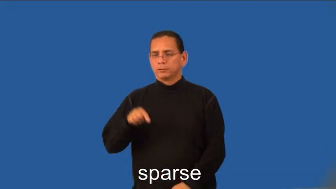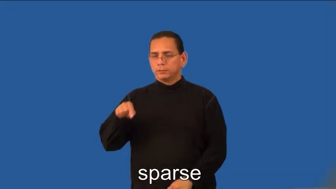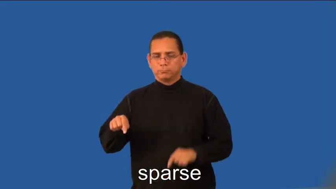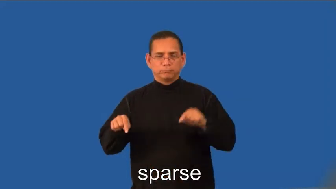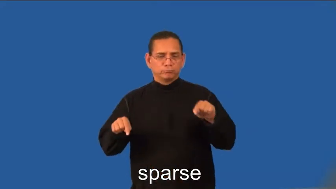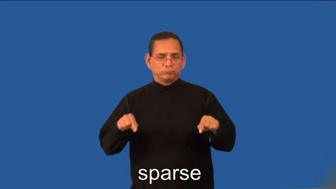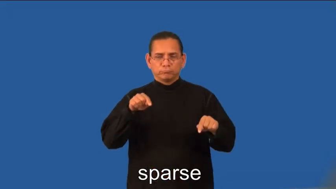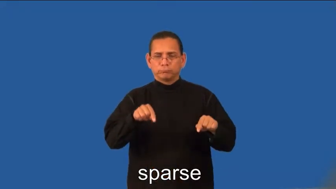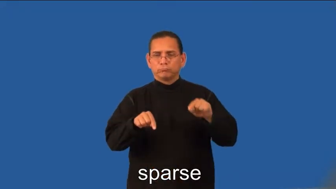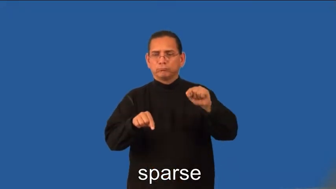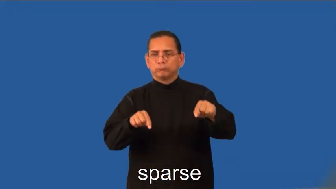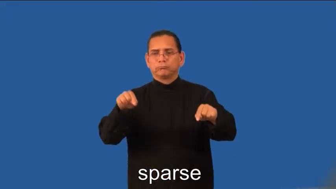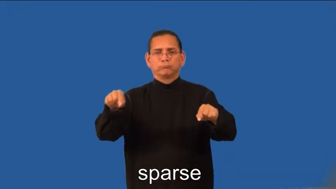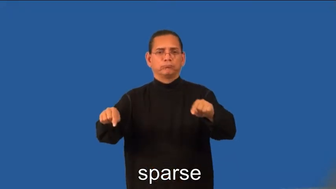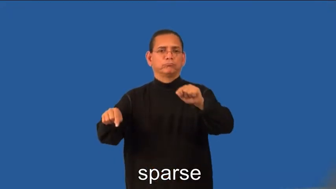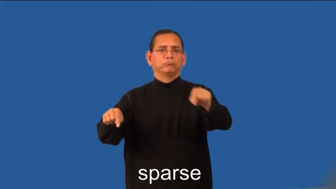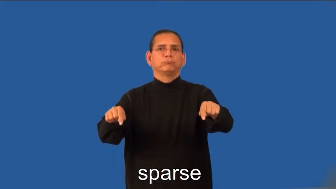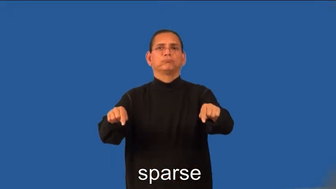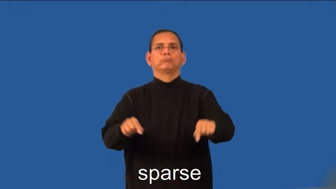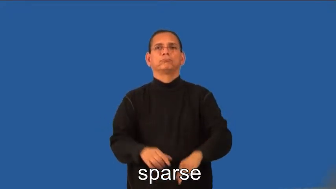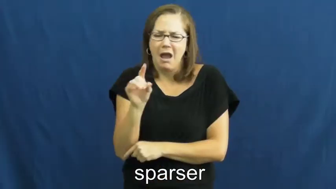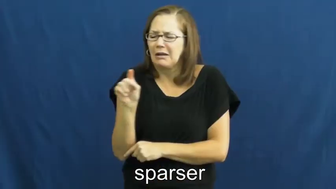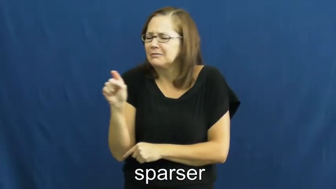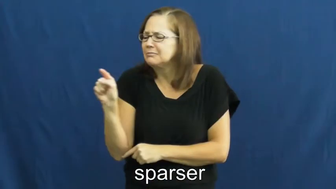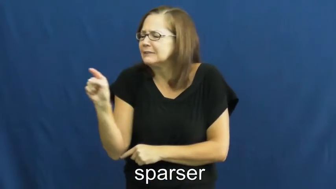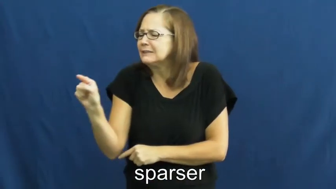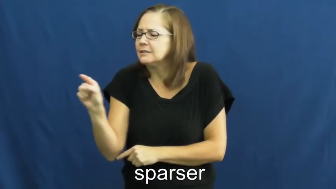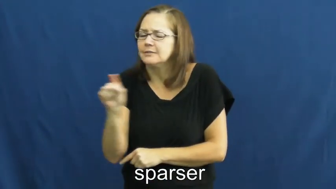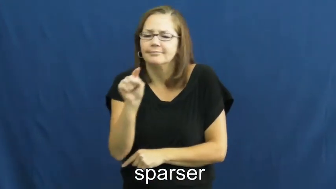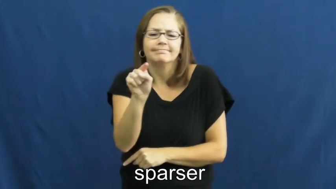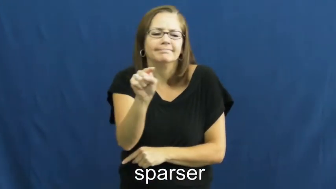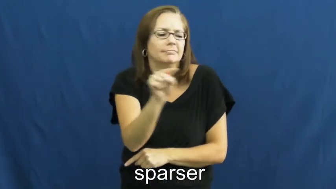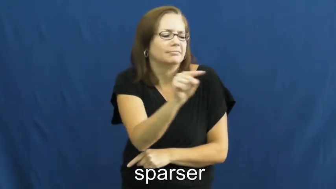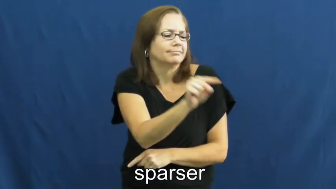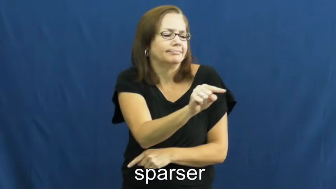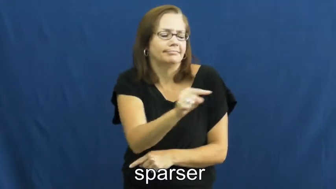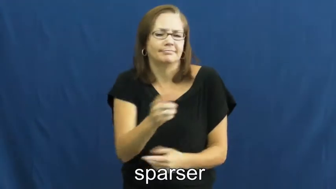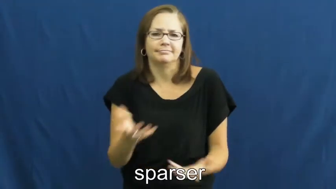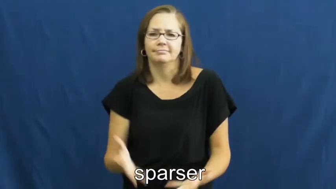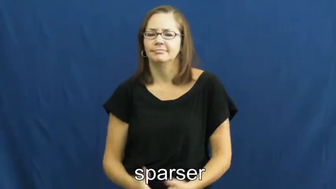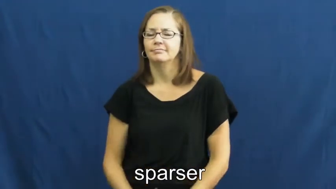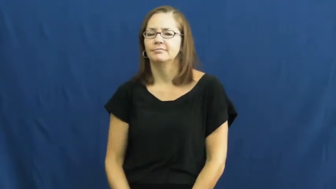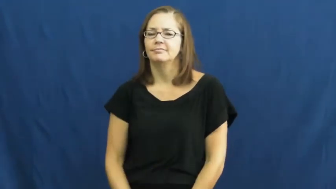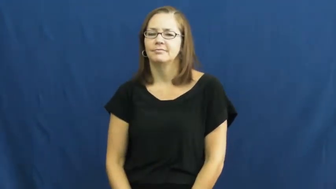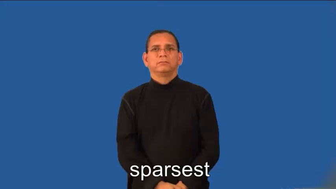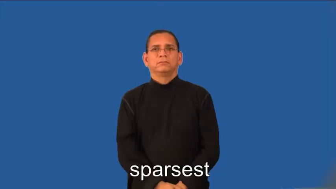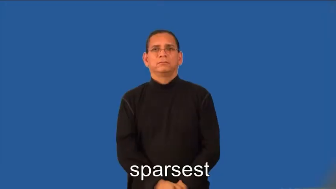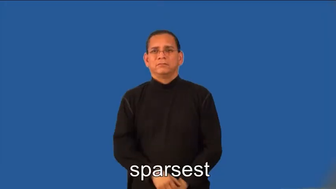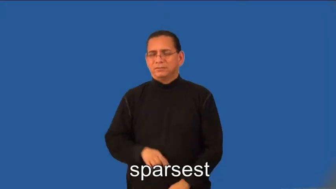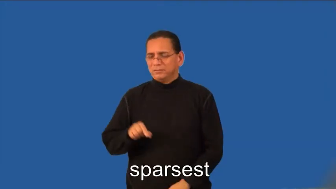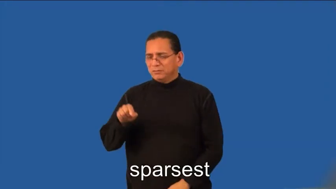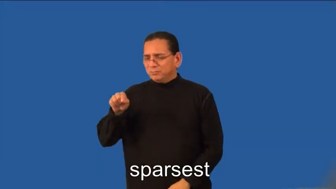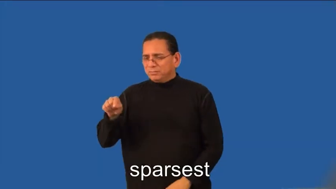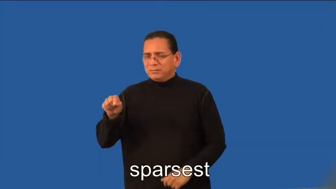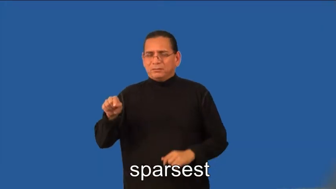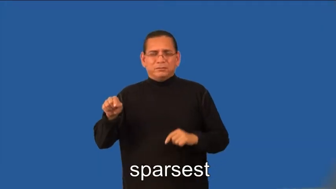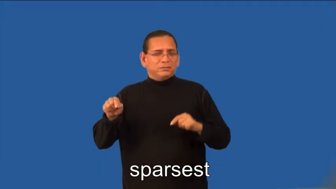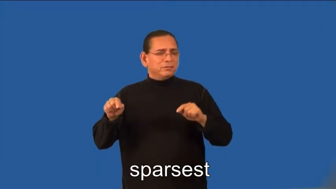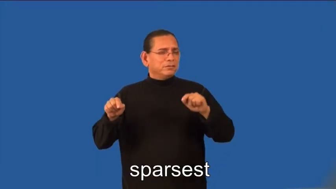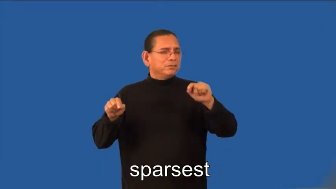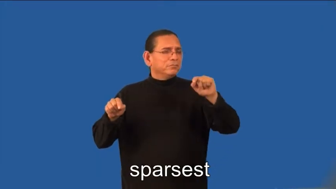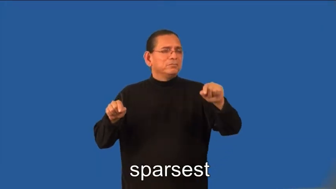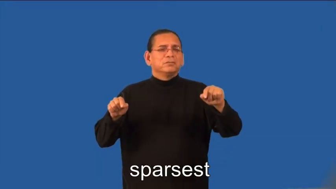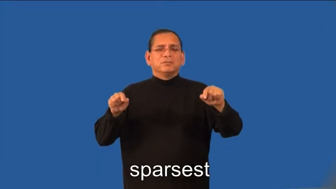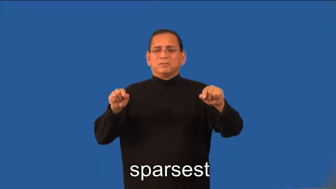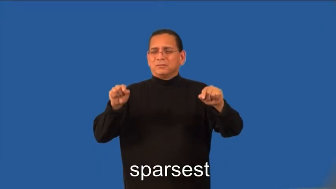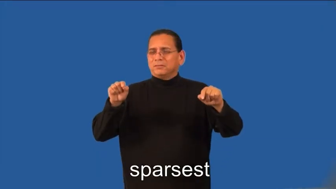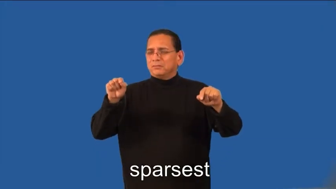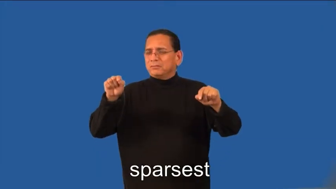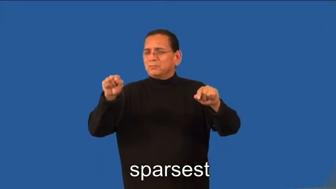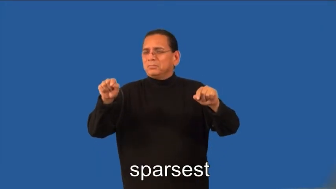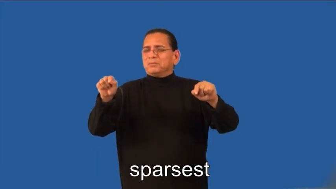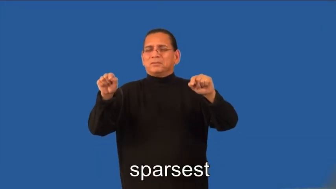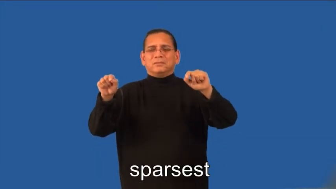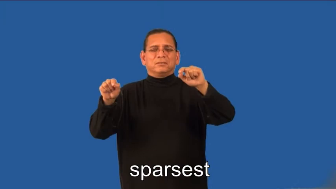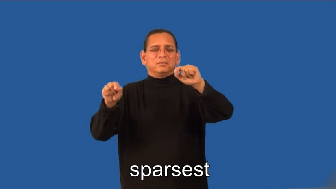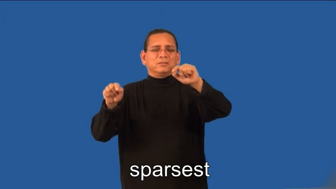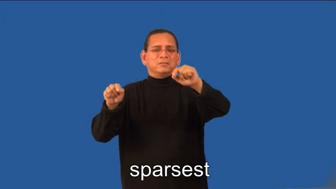sparser,sparsest